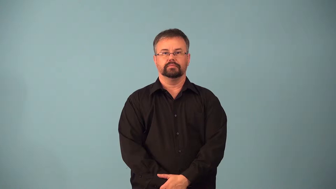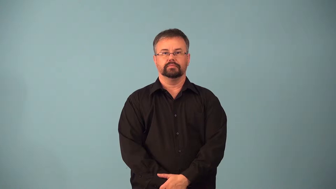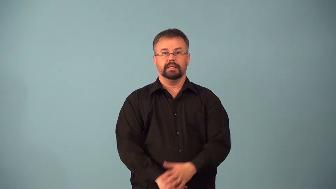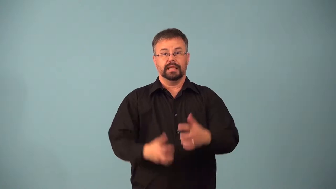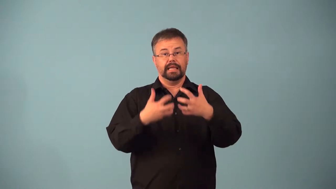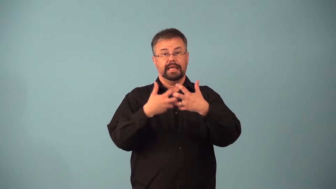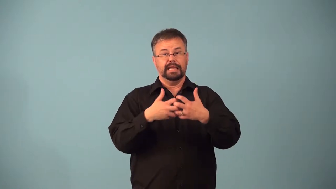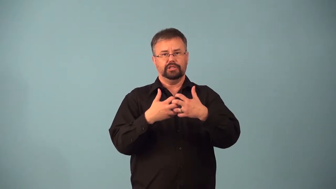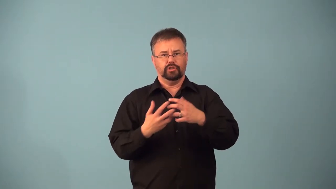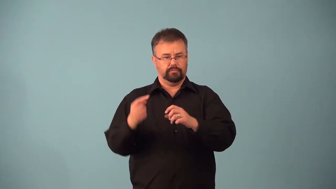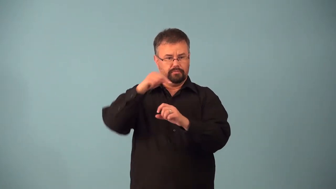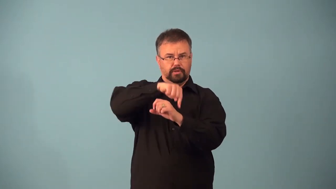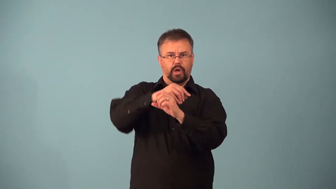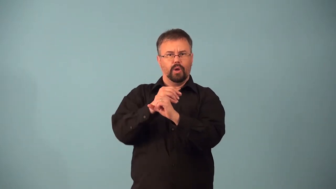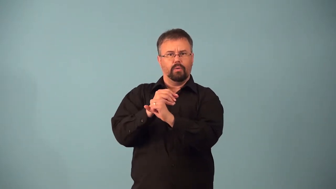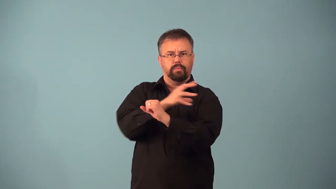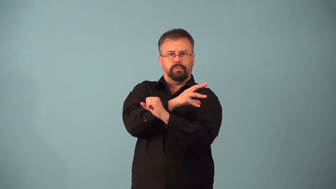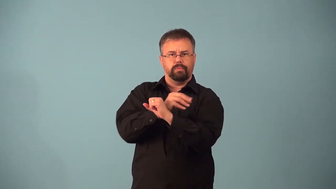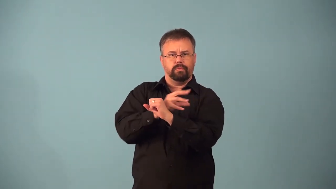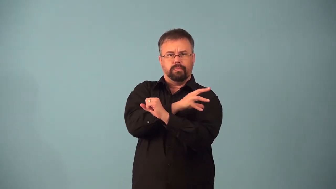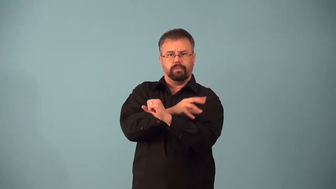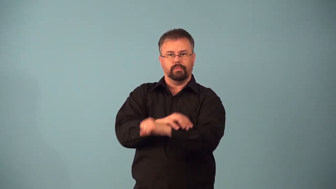afterburner